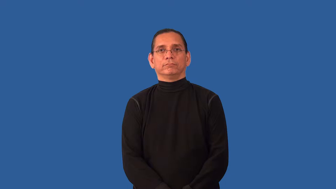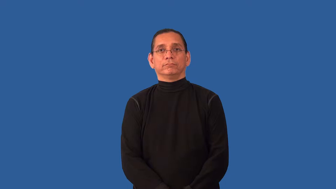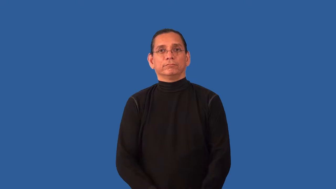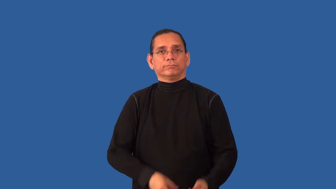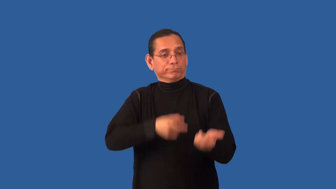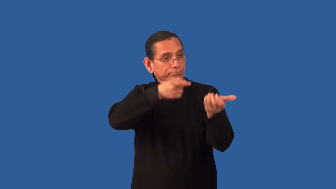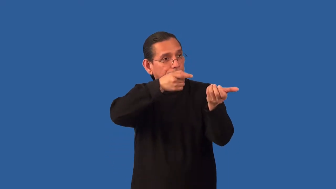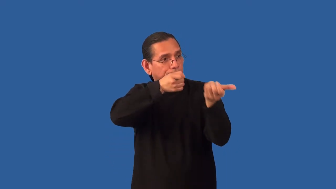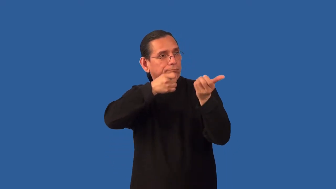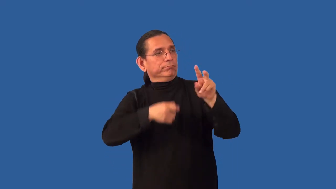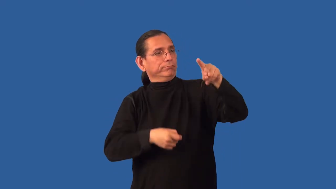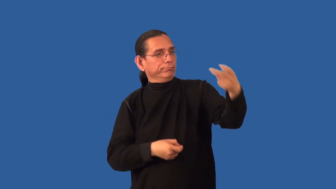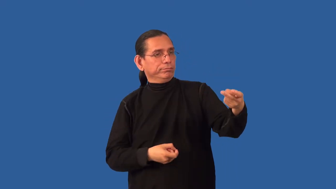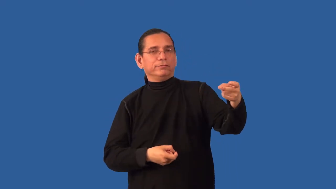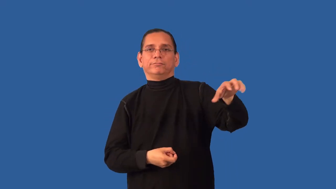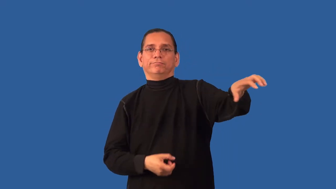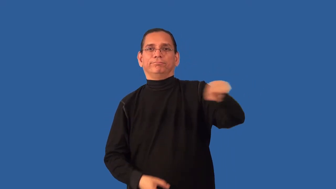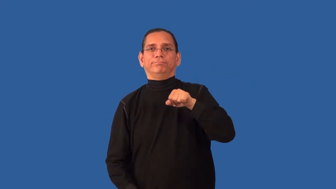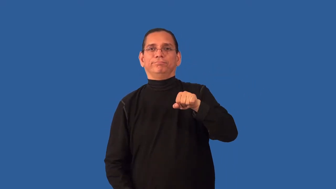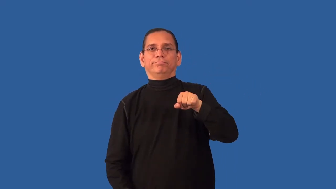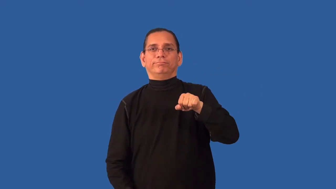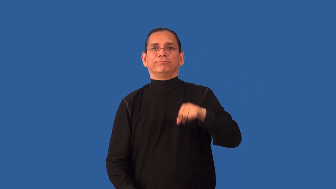retrieve-animal